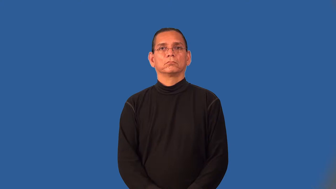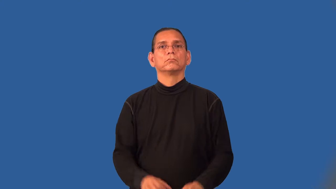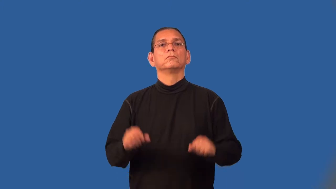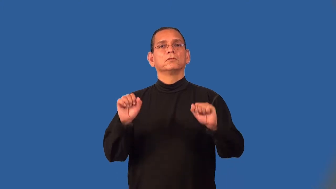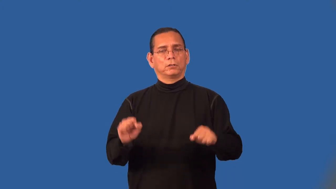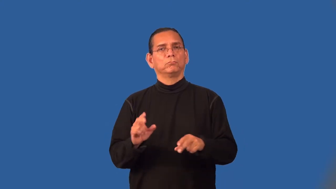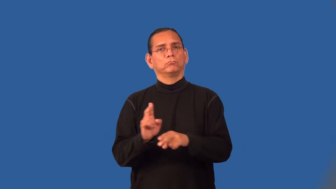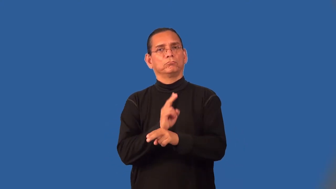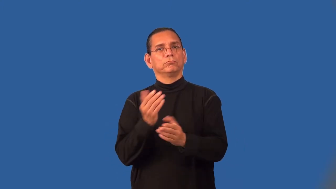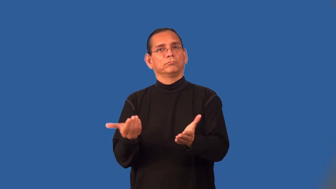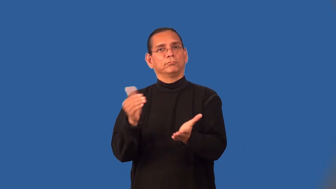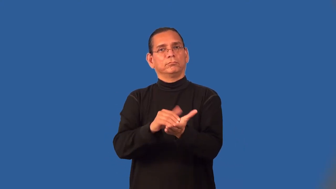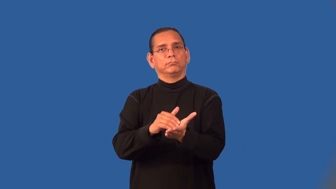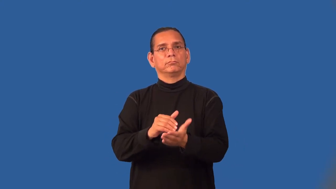reusable